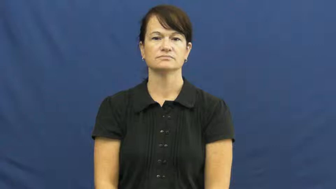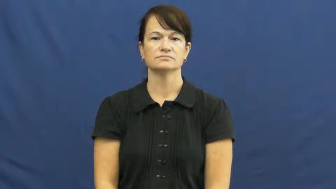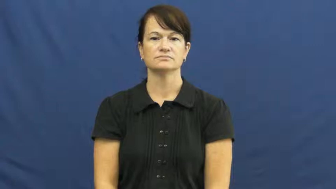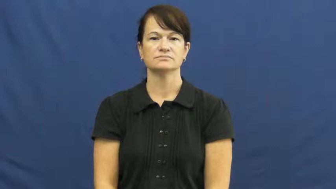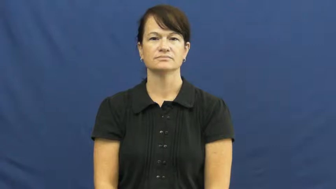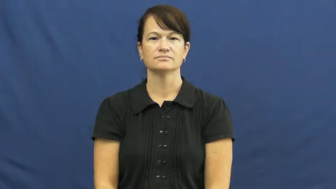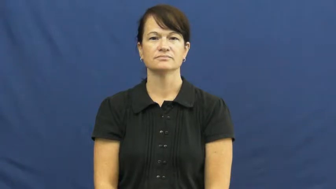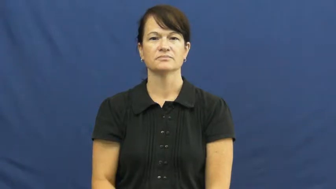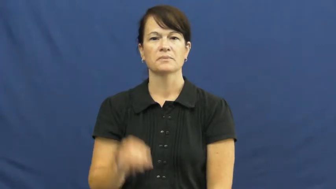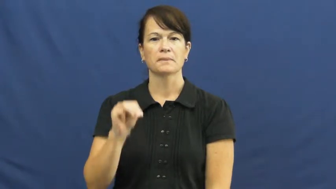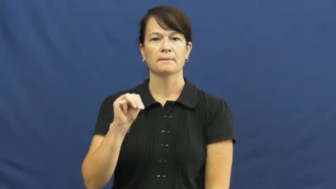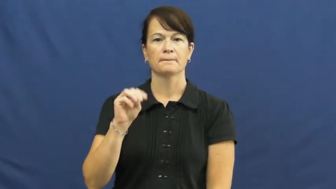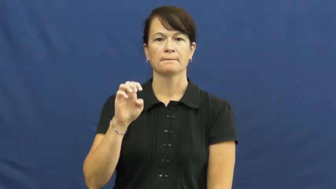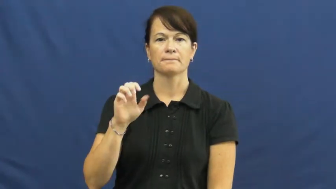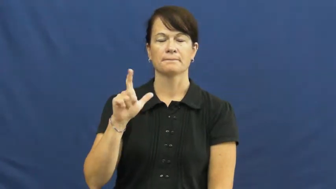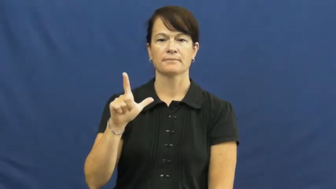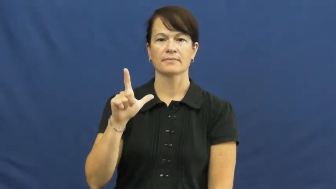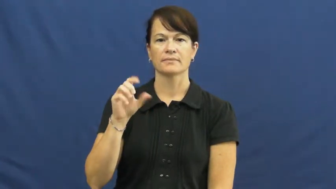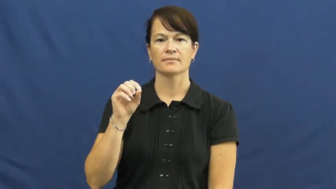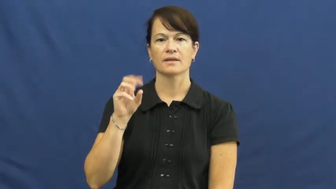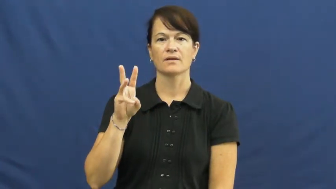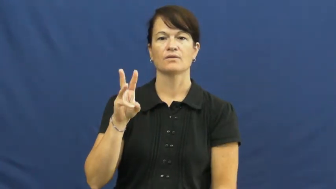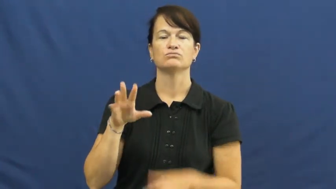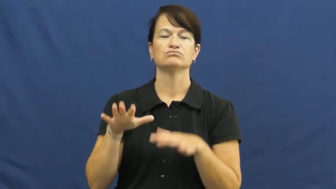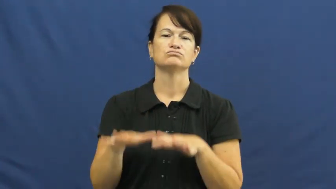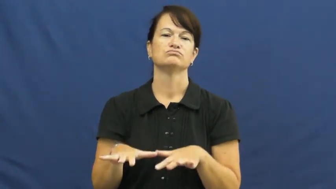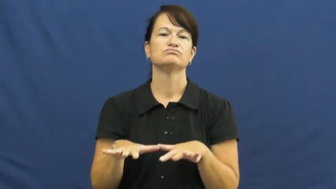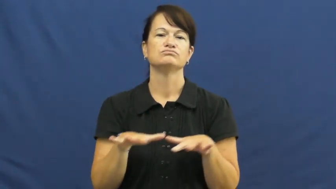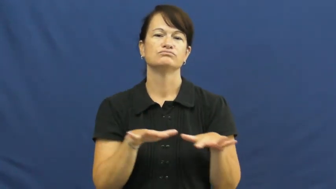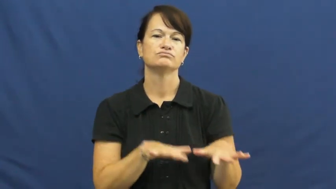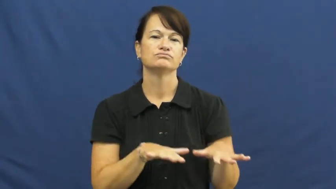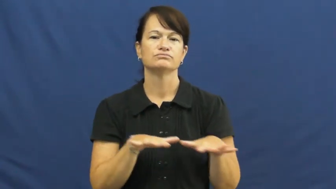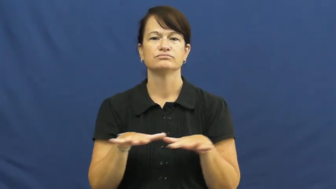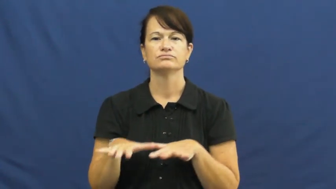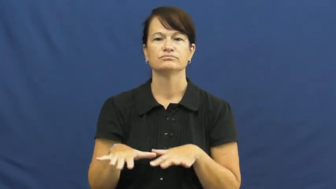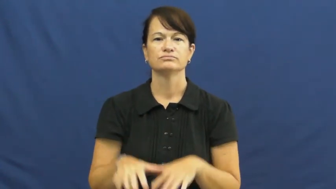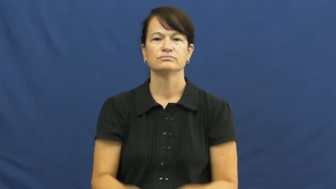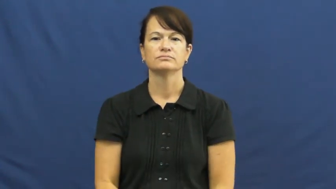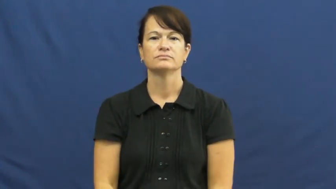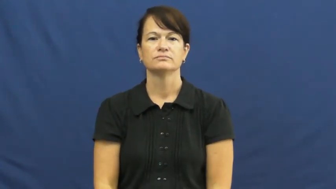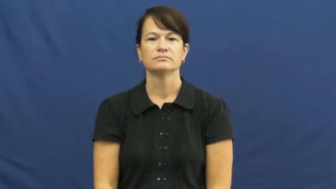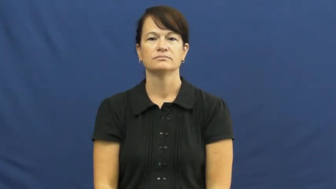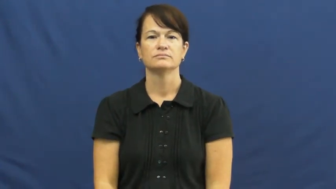mellow